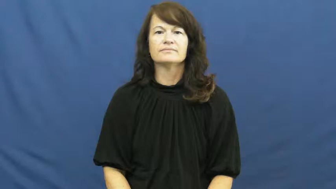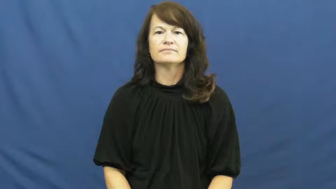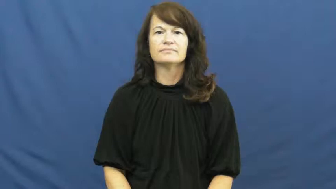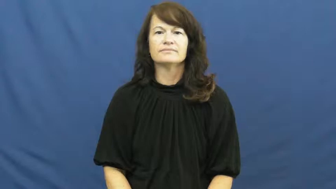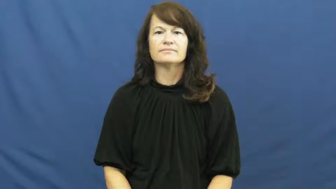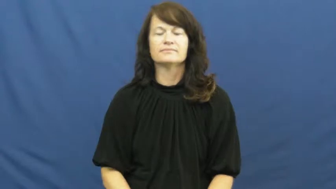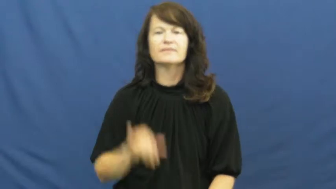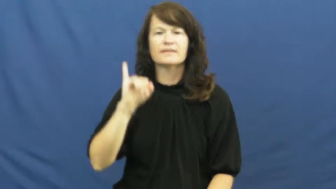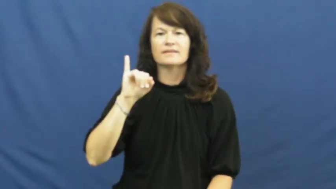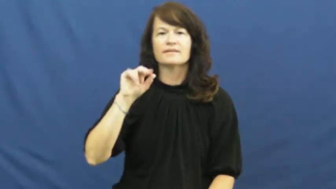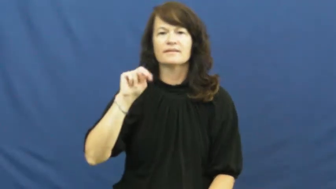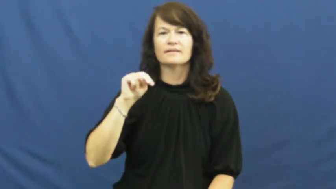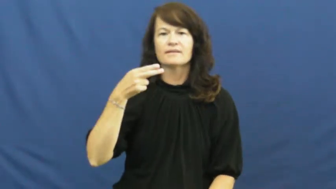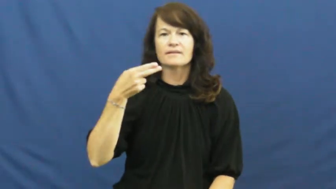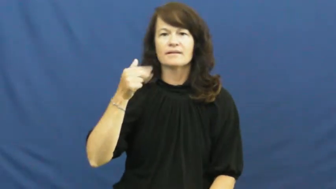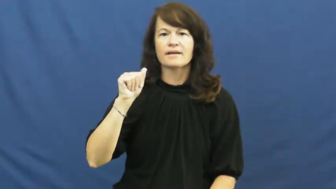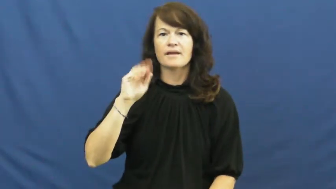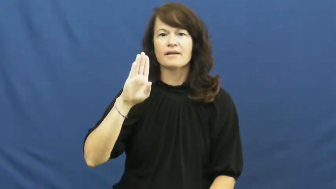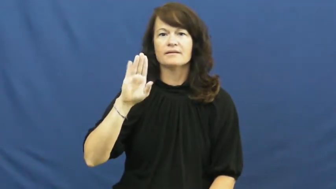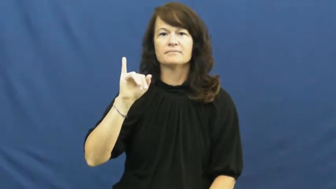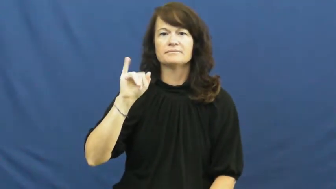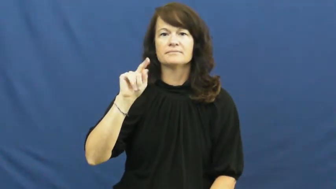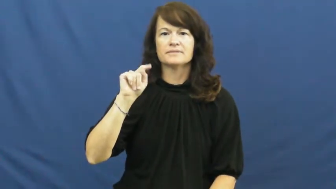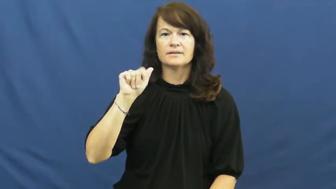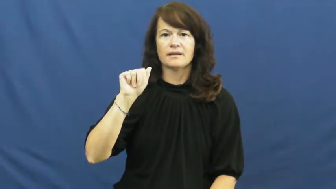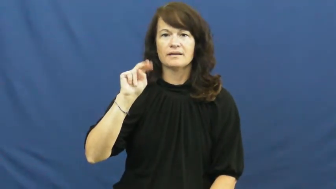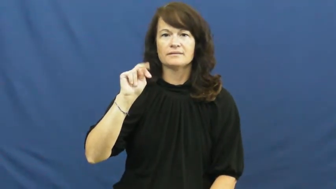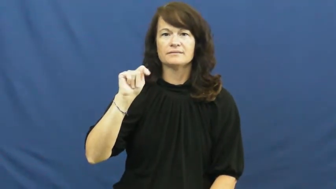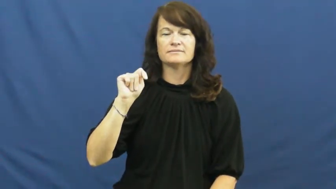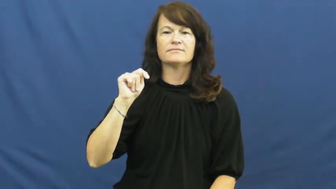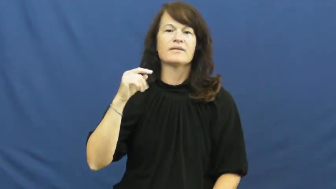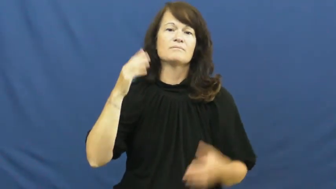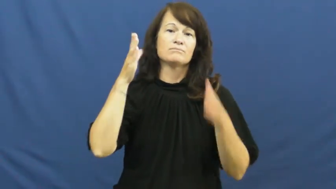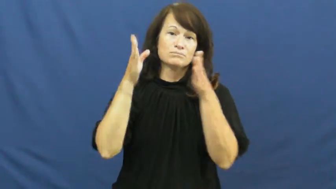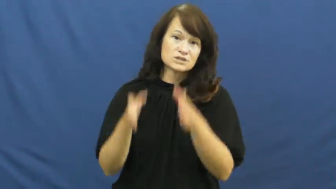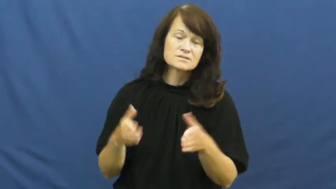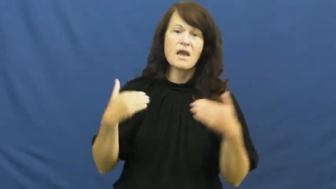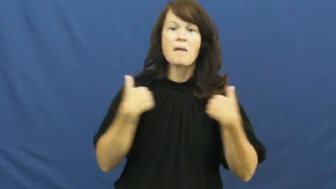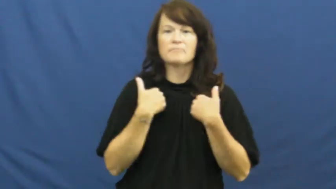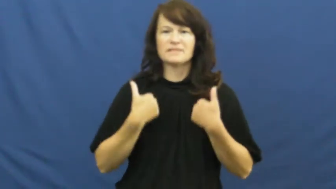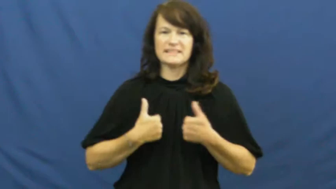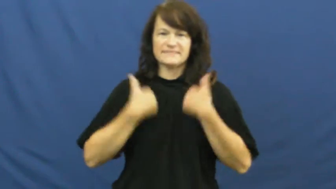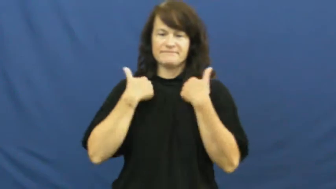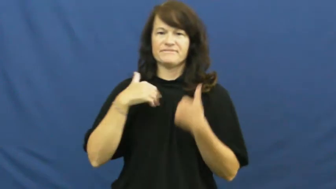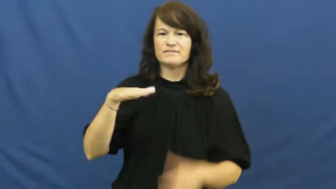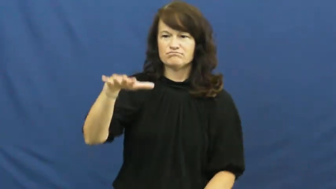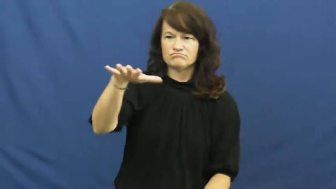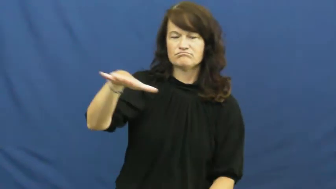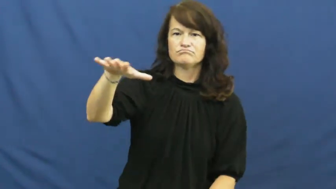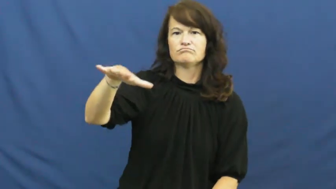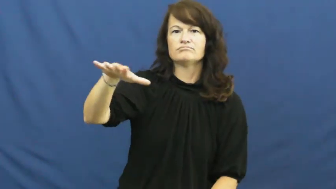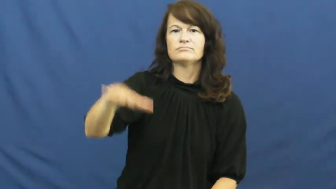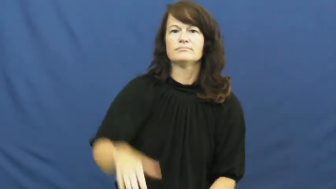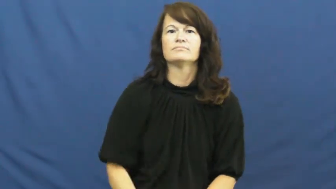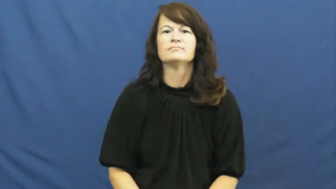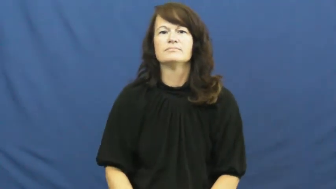inhabitant